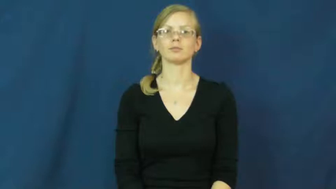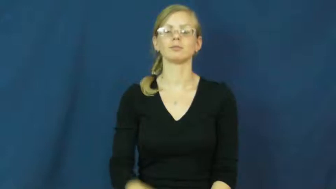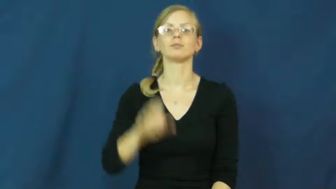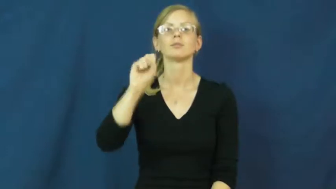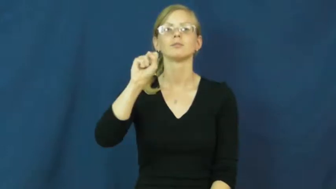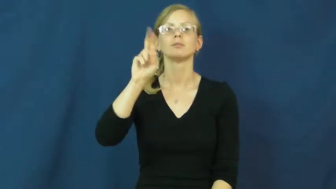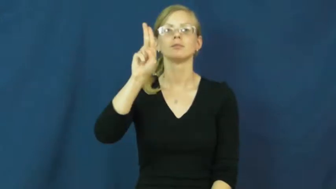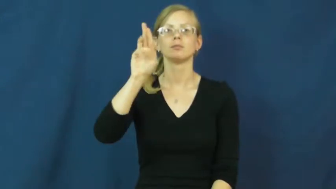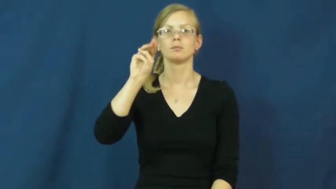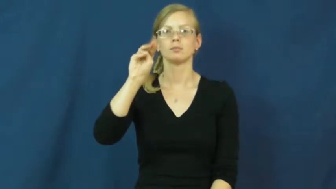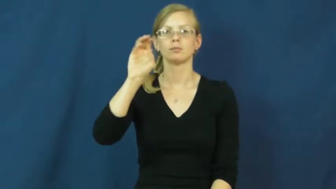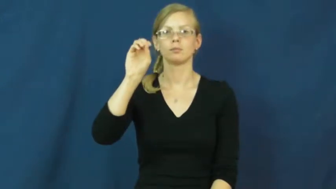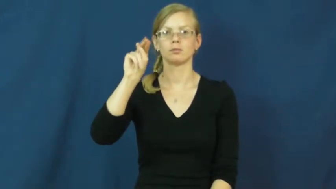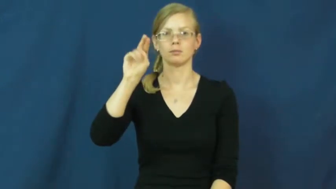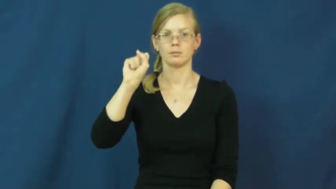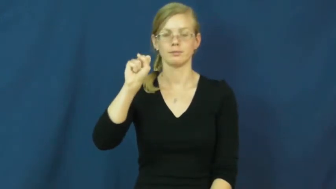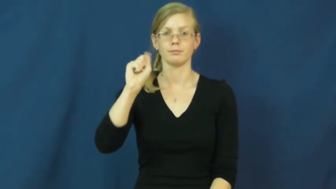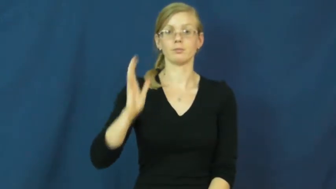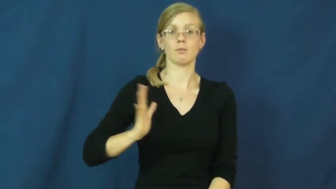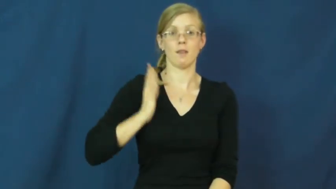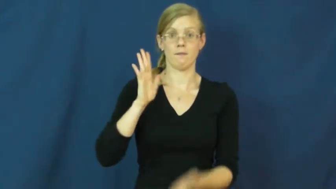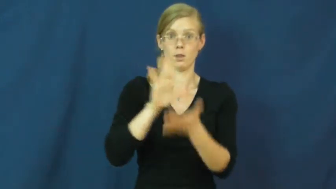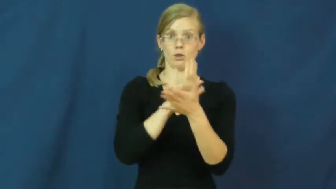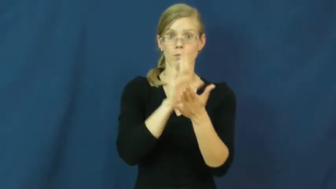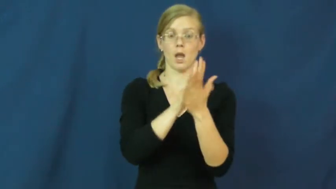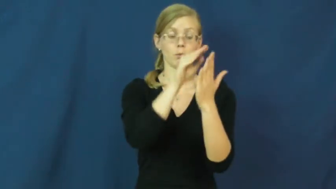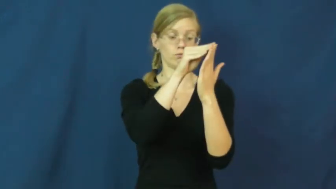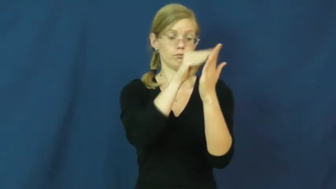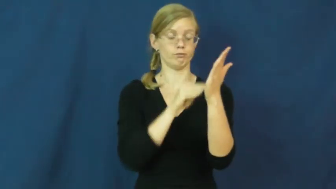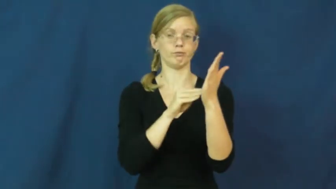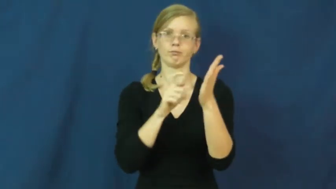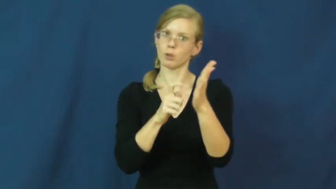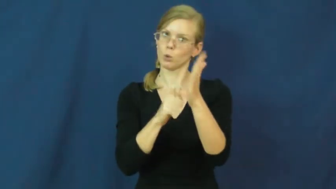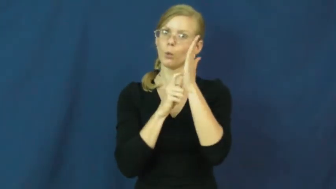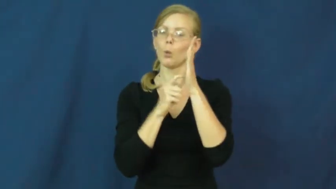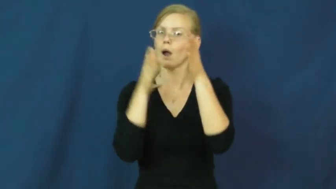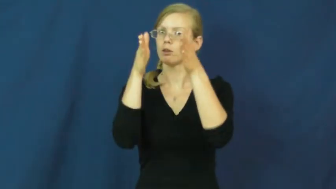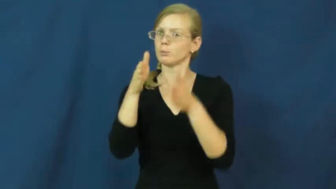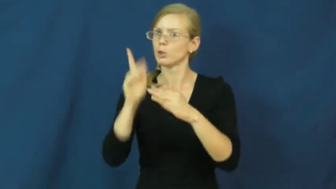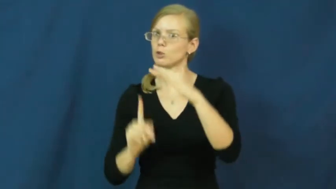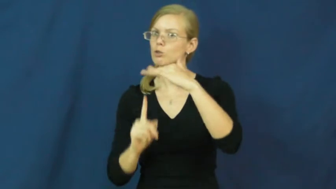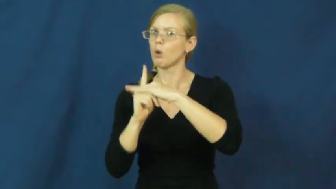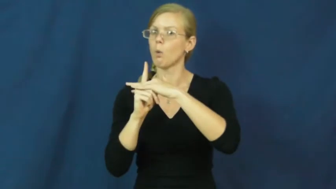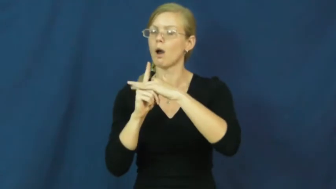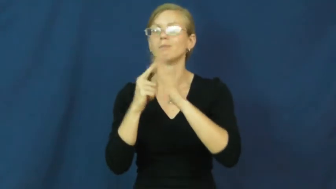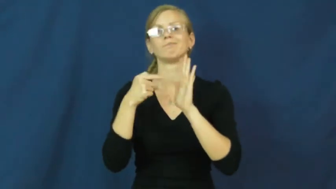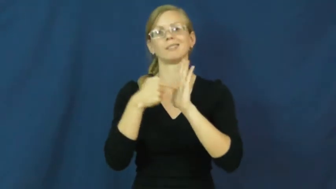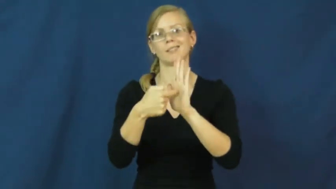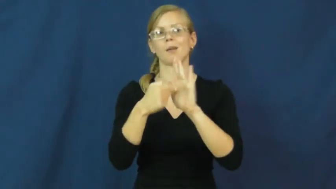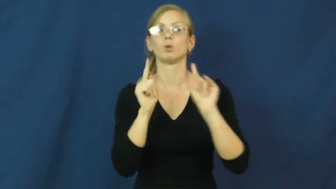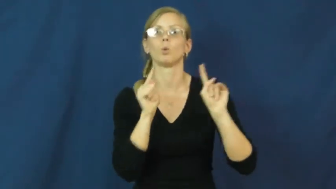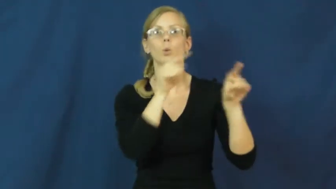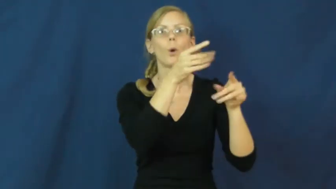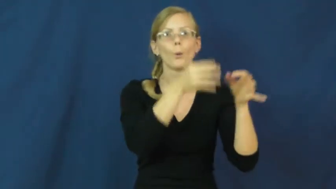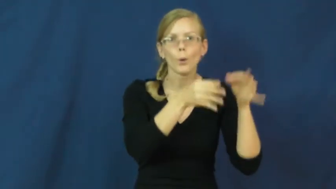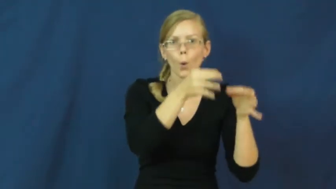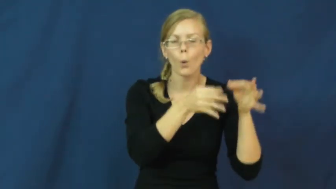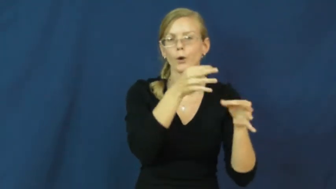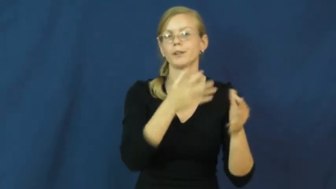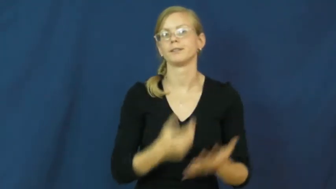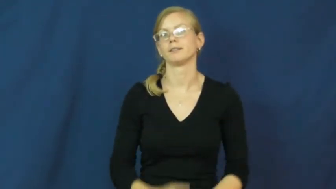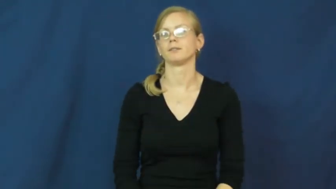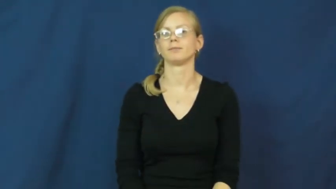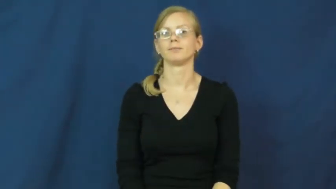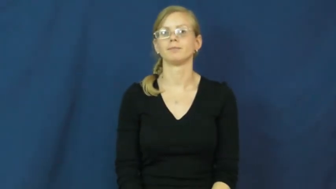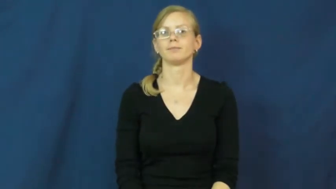summons